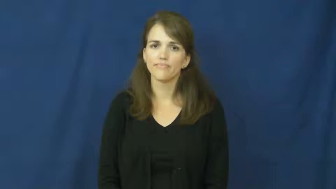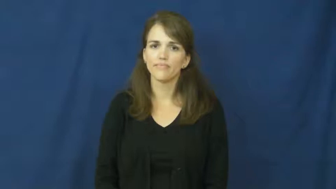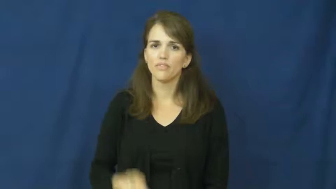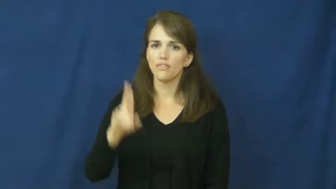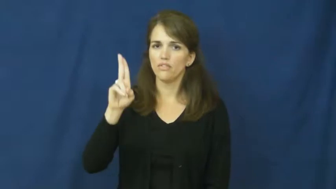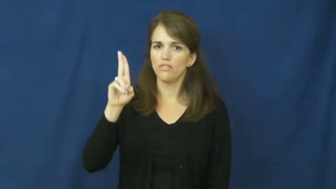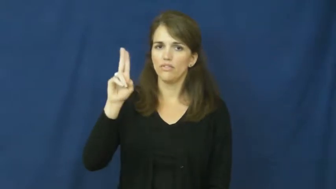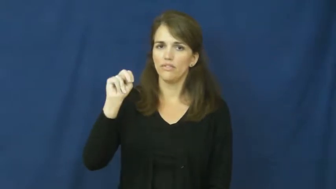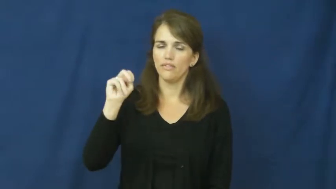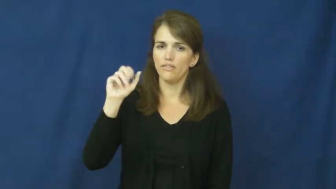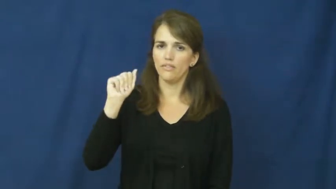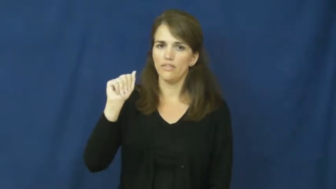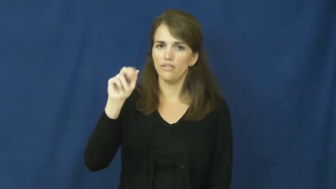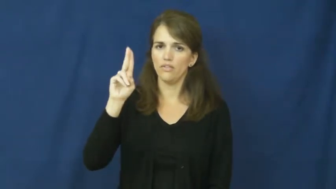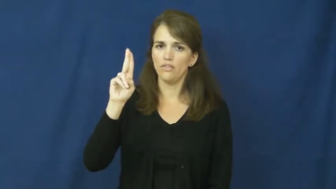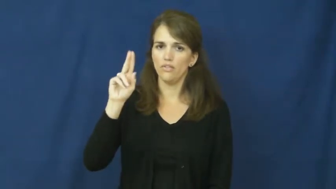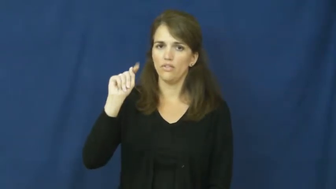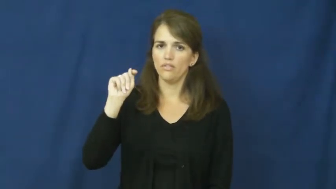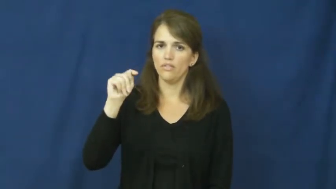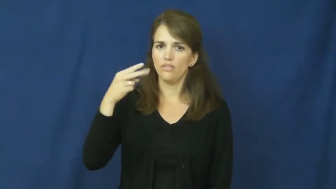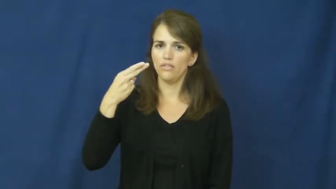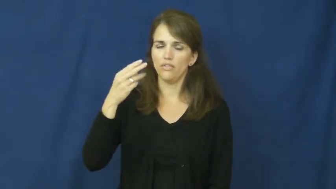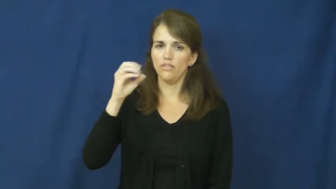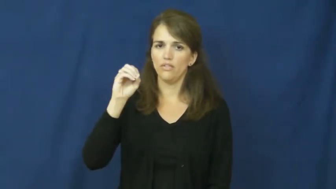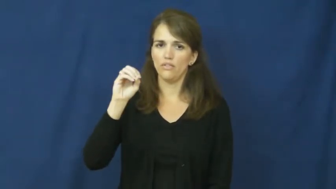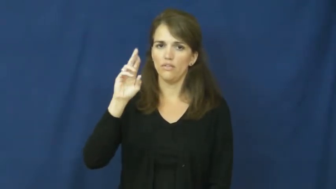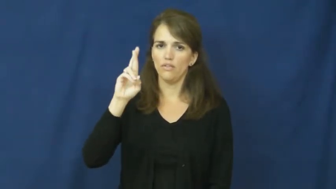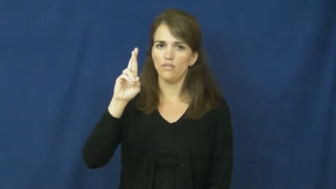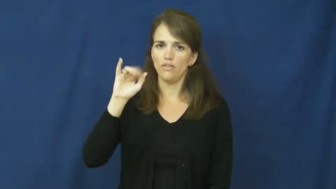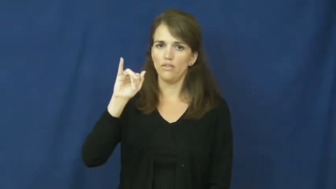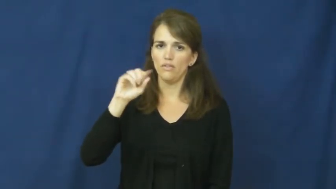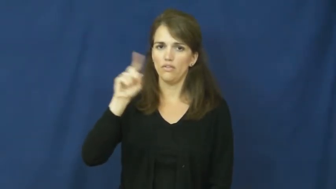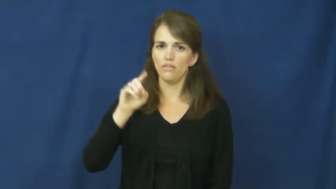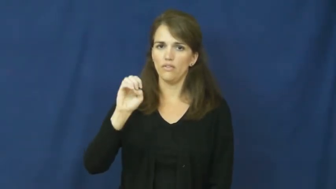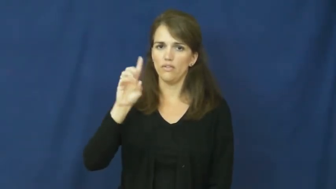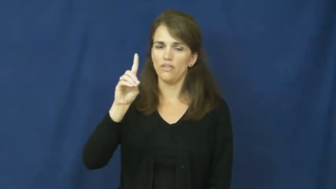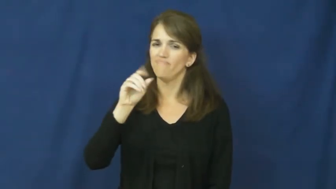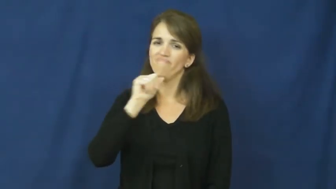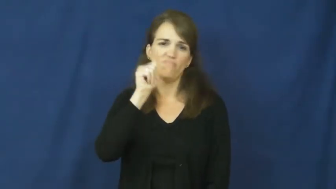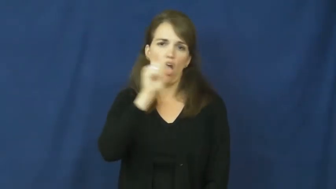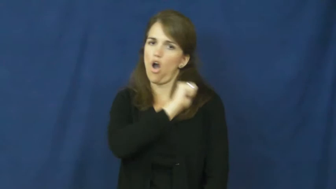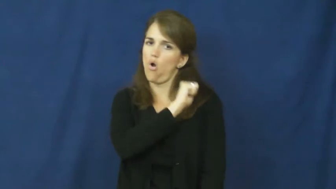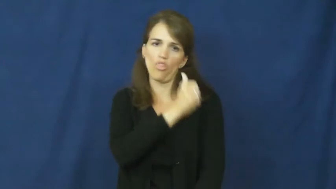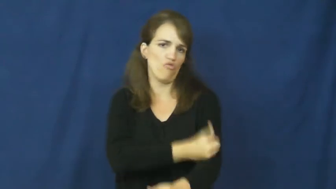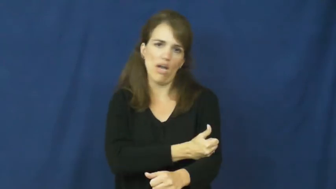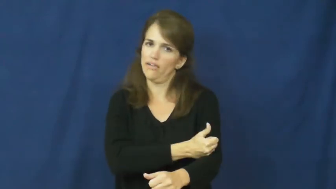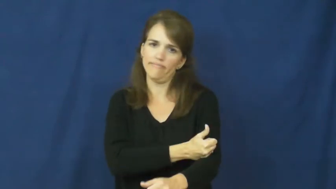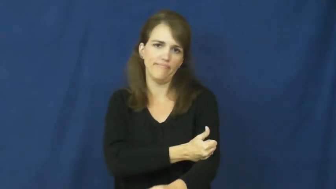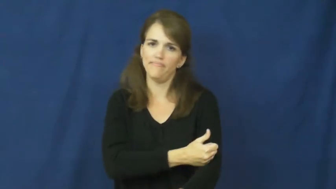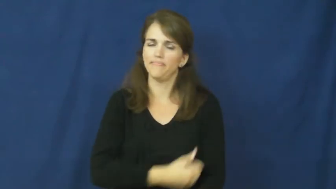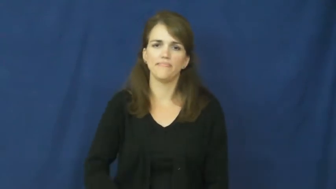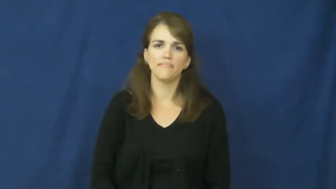unauthorized